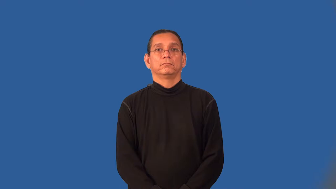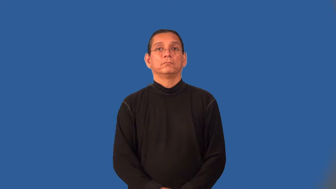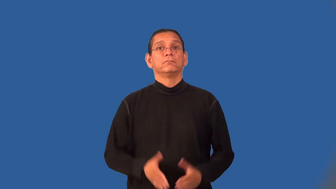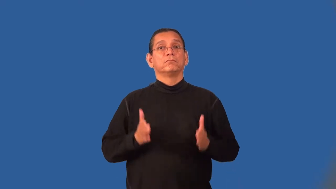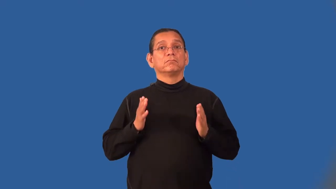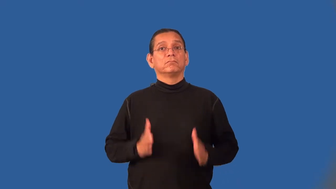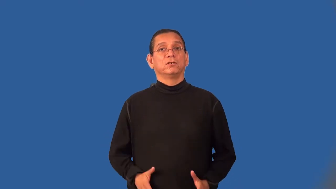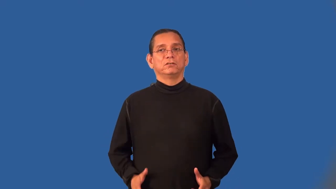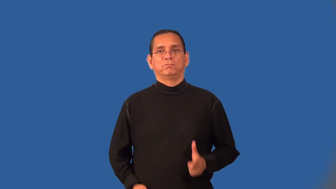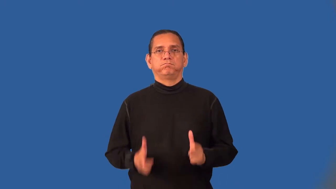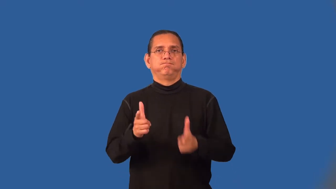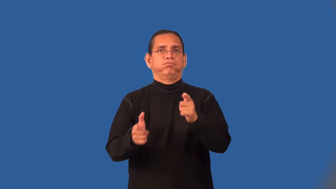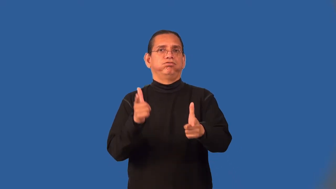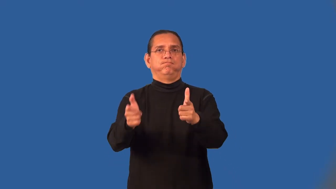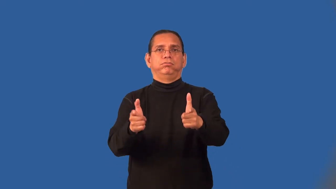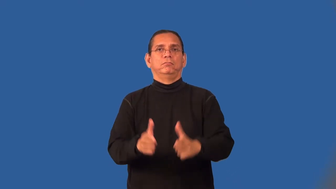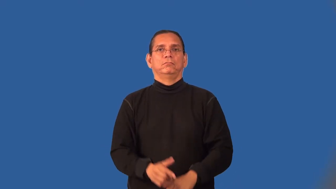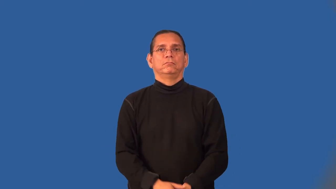gunfighter